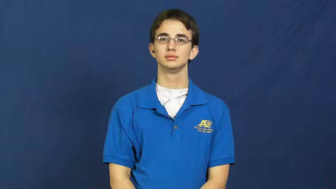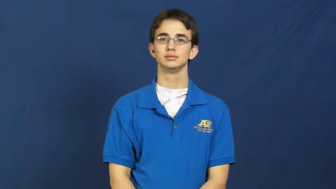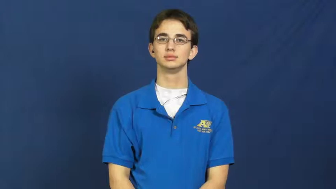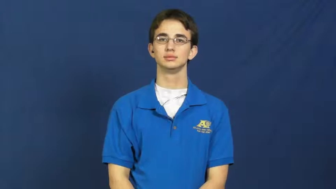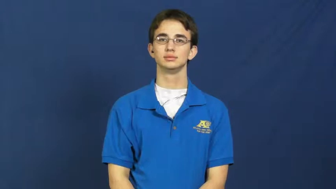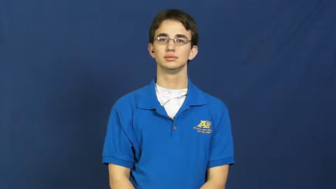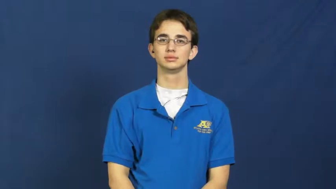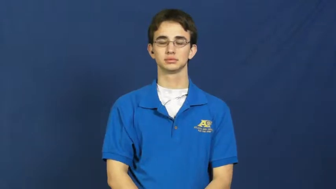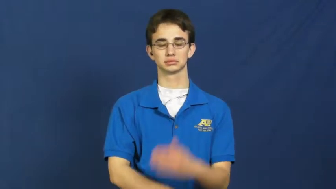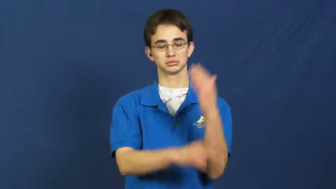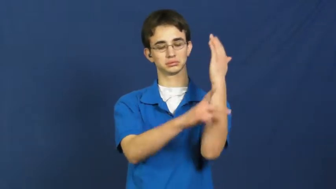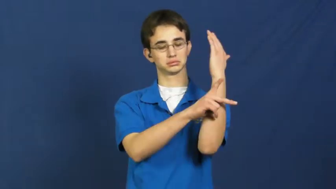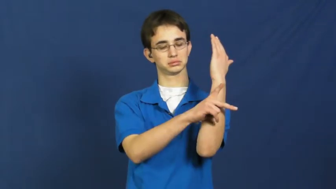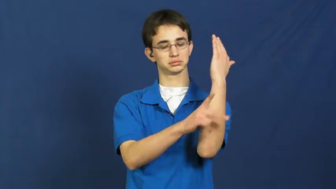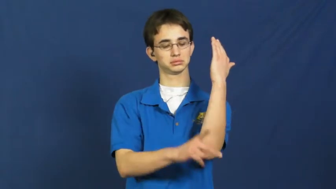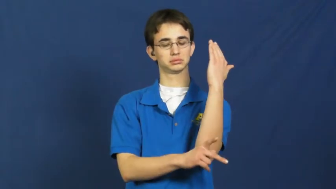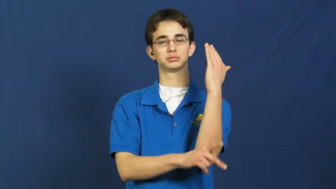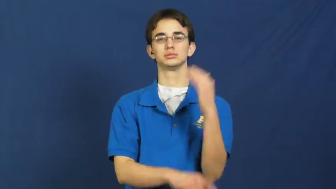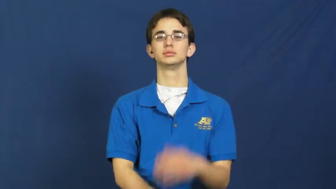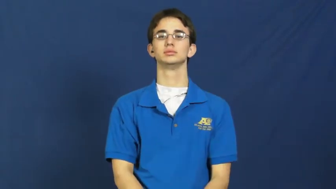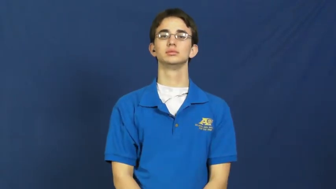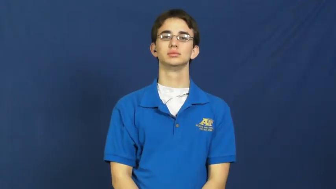parliament